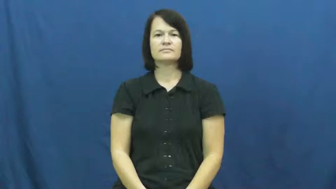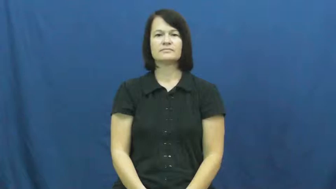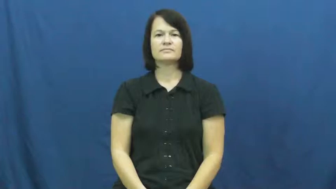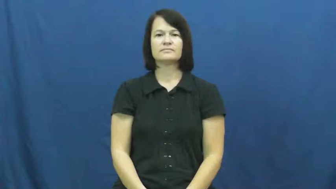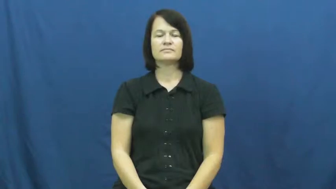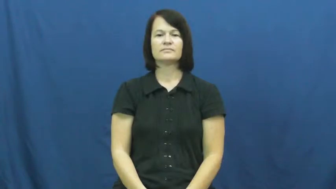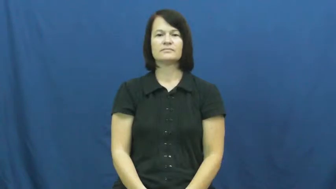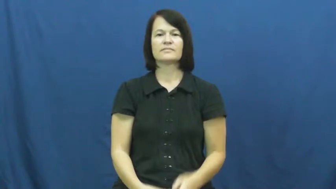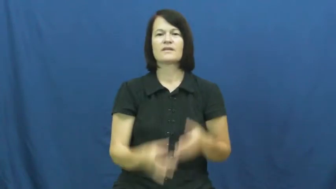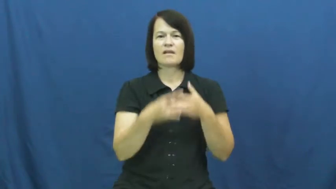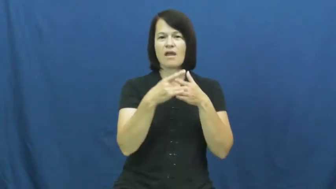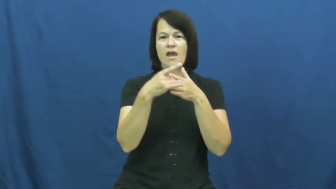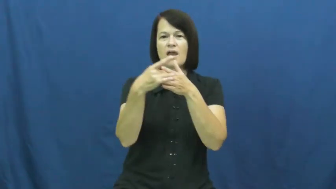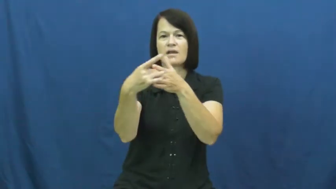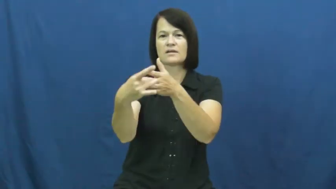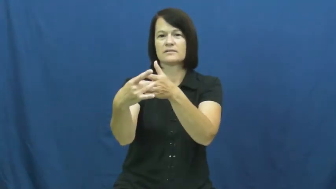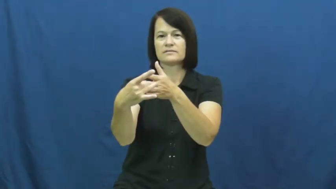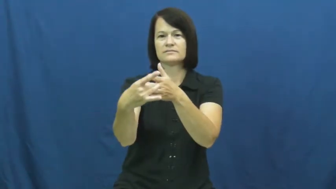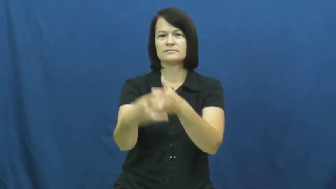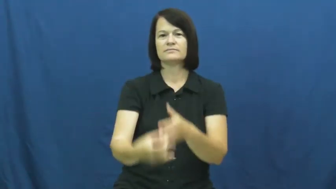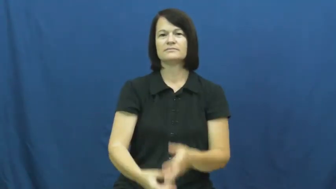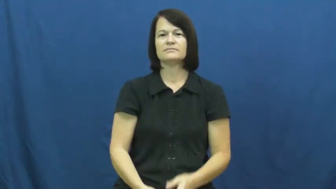shepherd,cynosure,guider